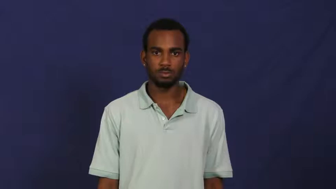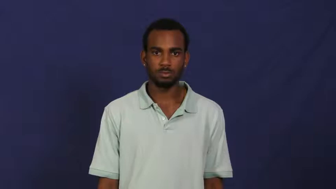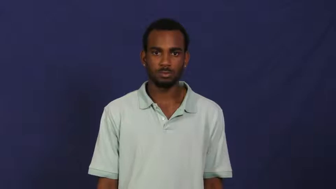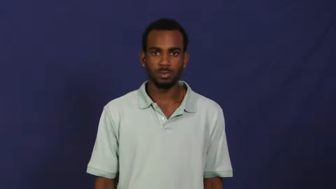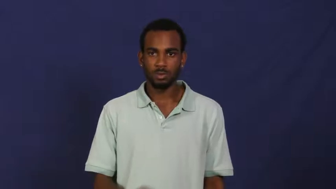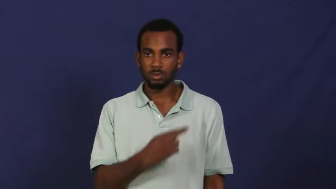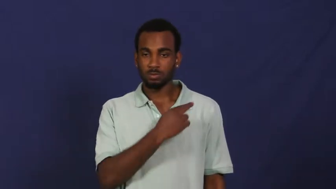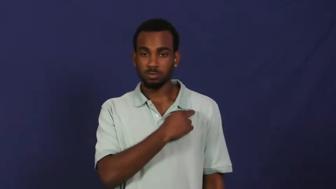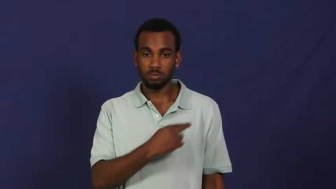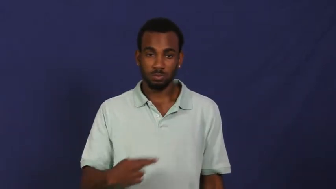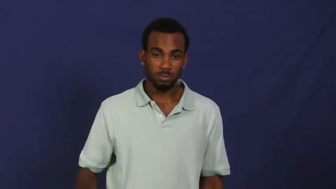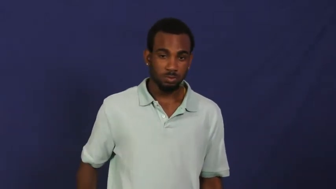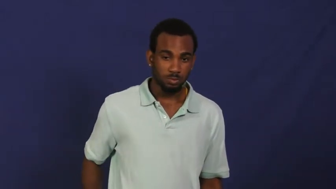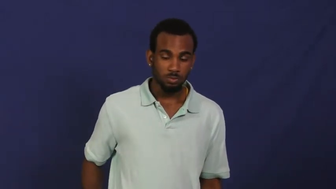royal